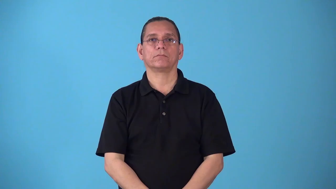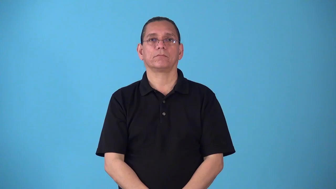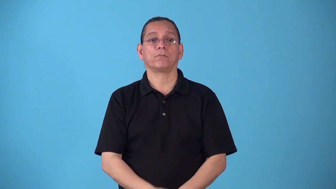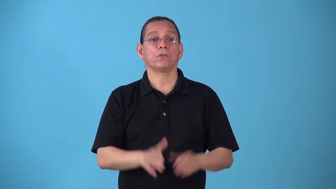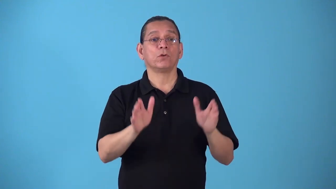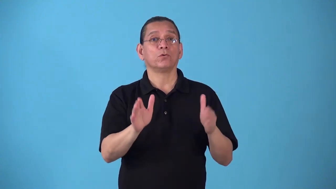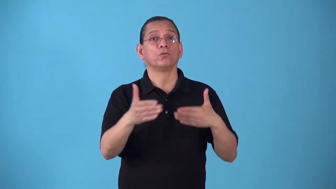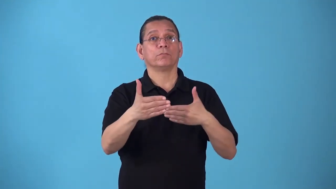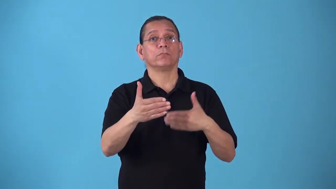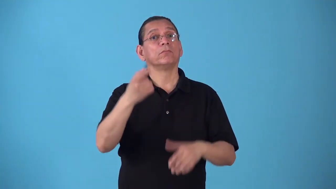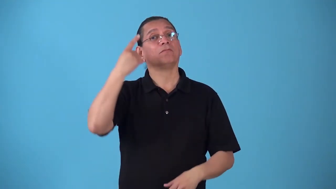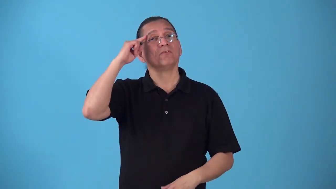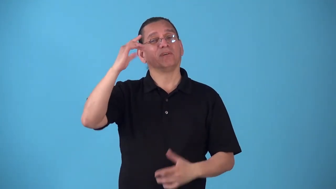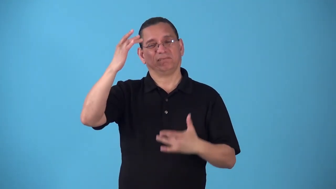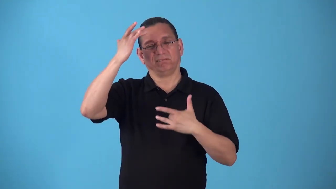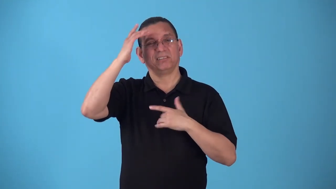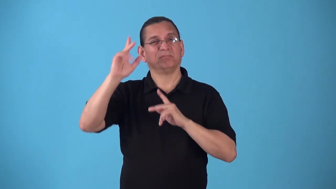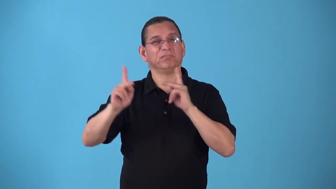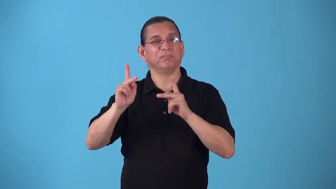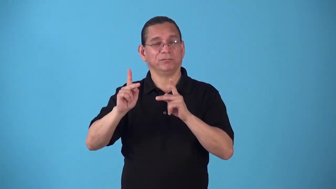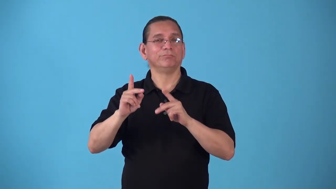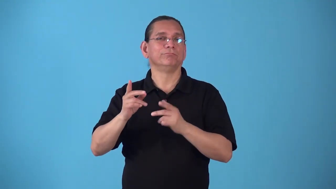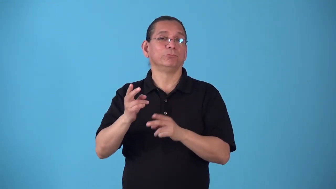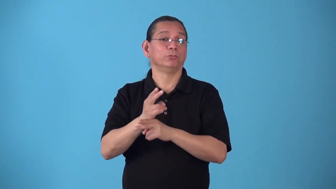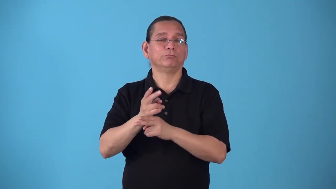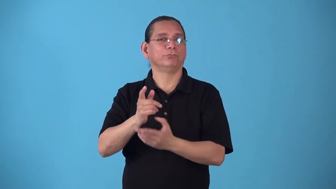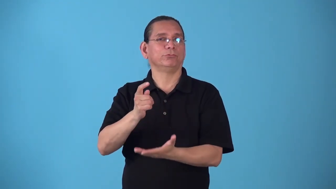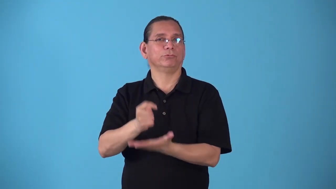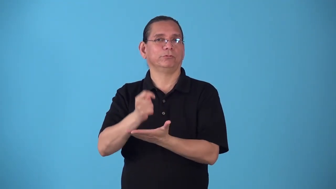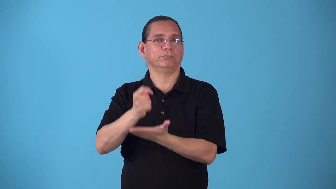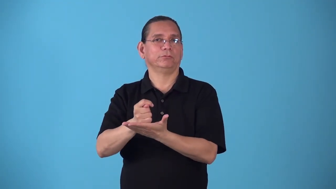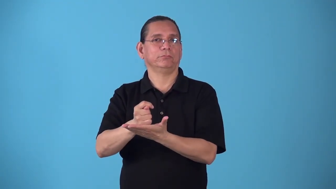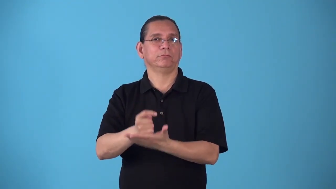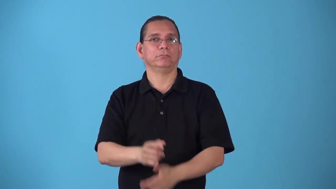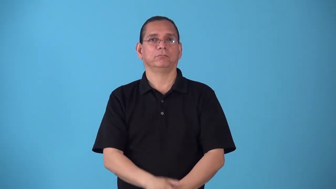sickroom